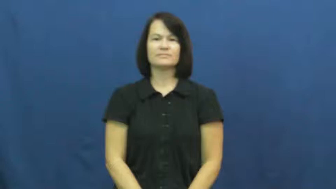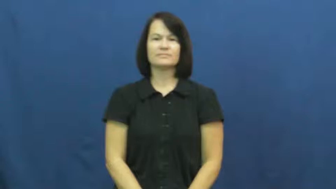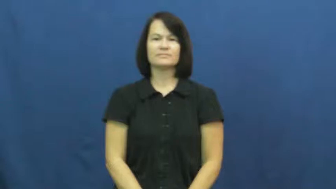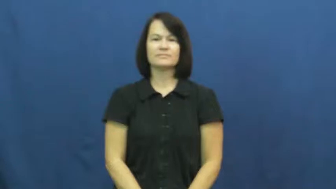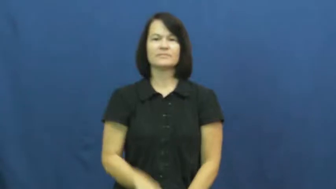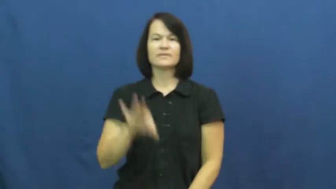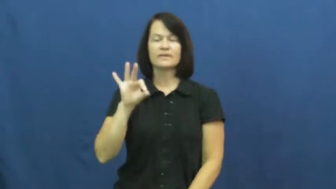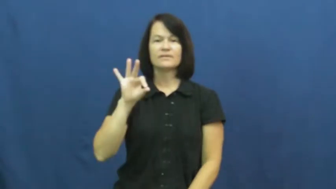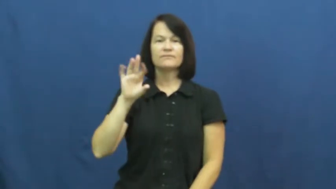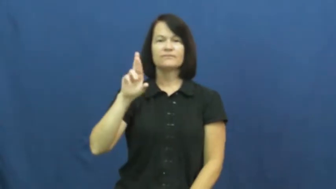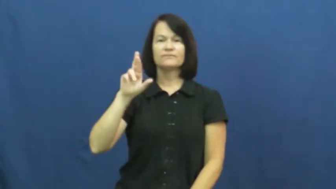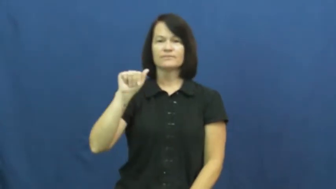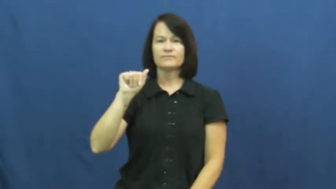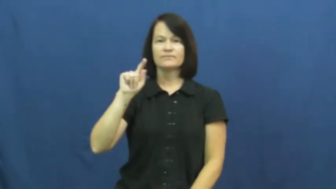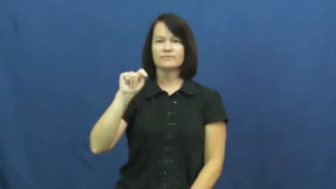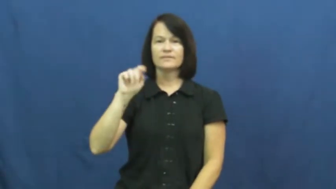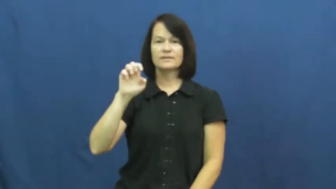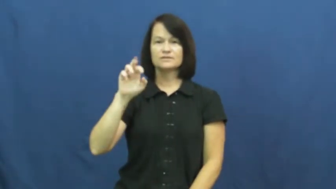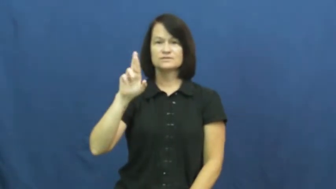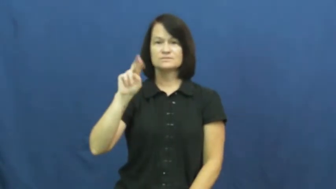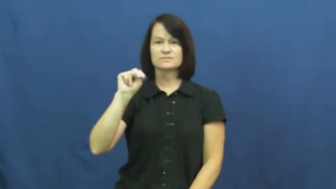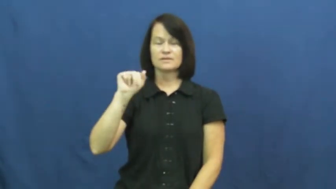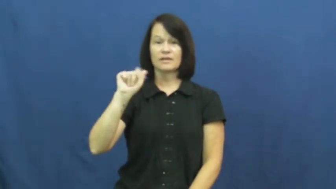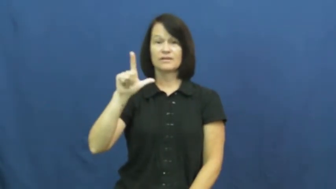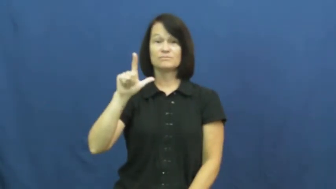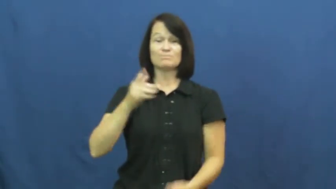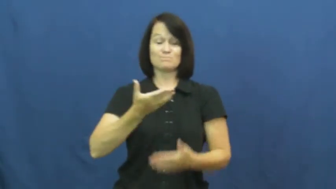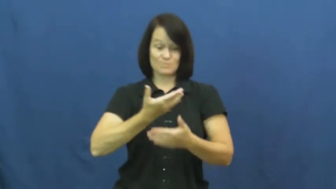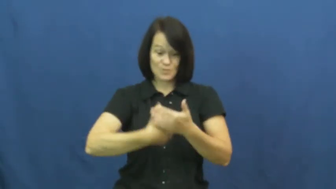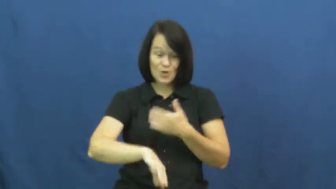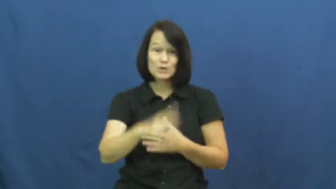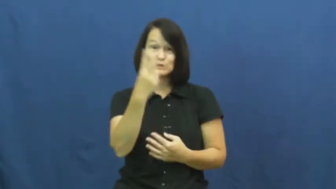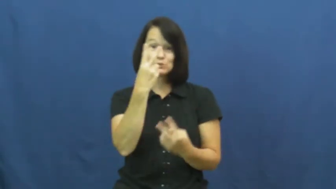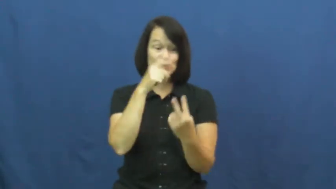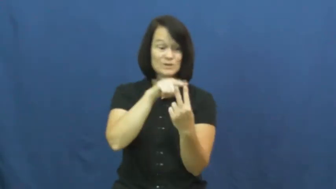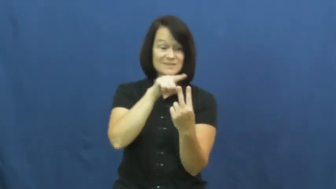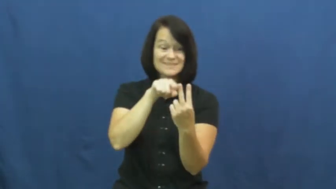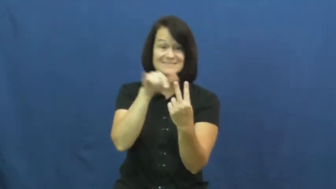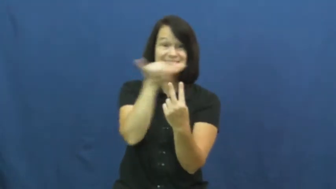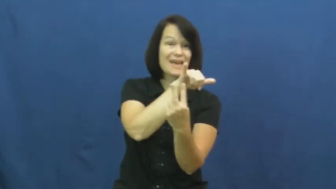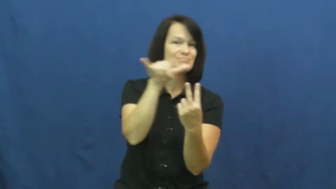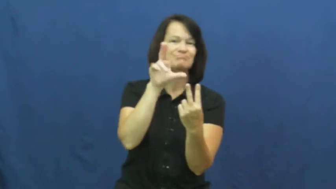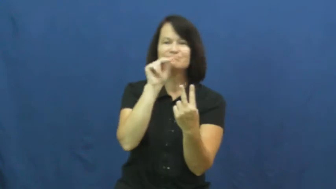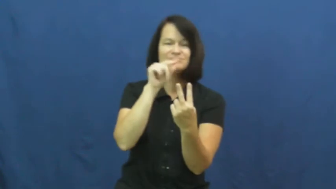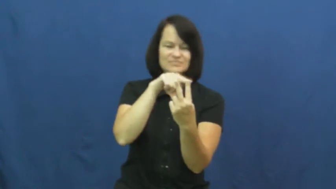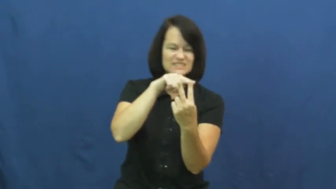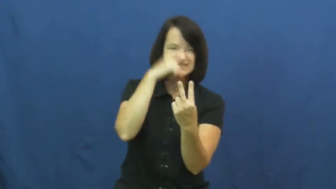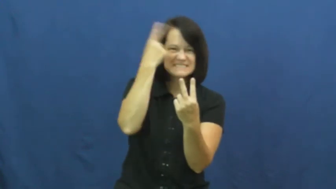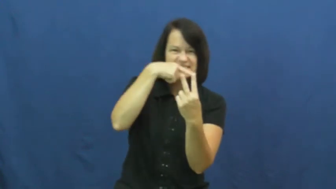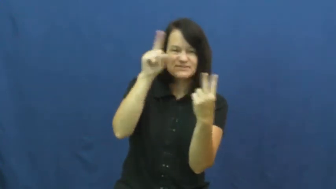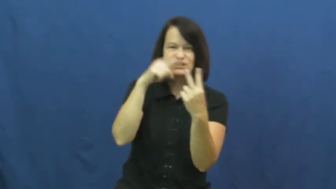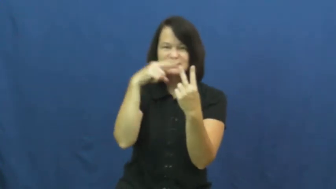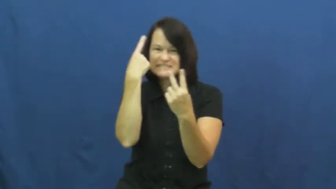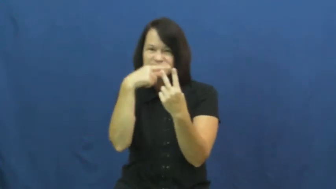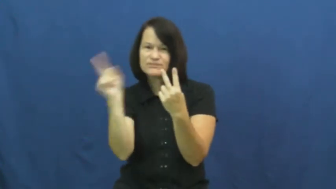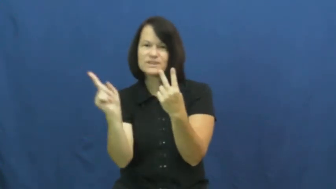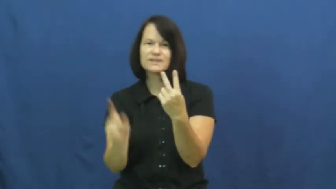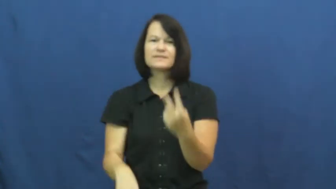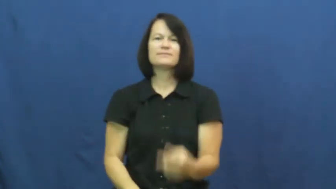fraternal-twins